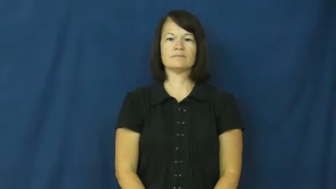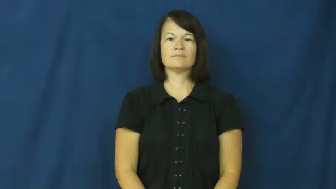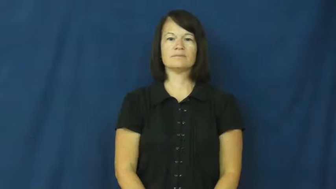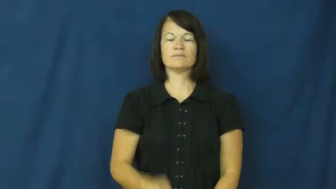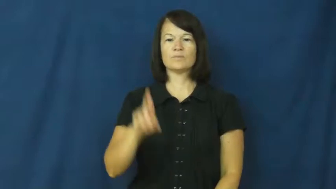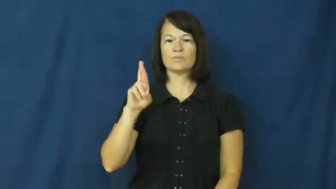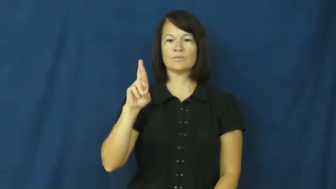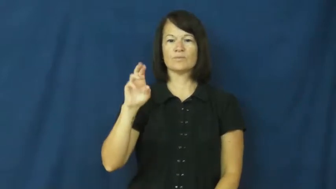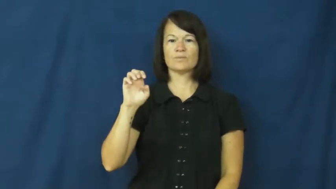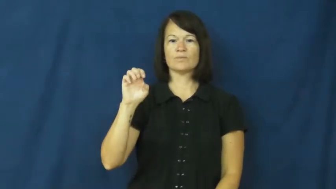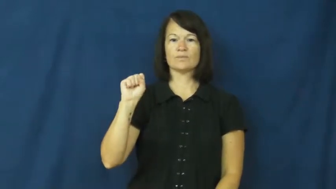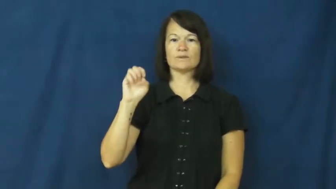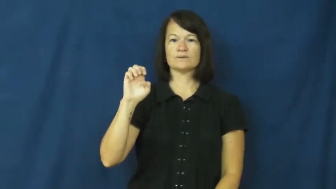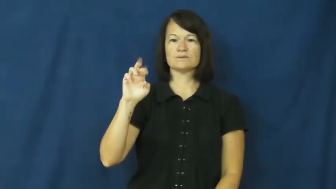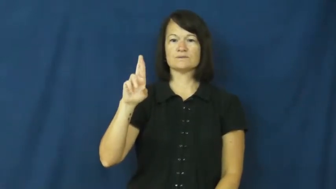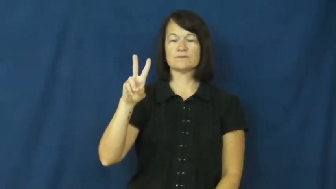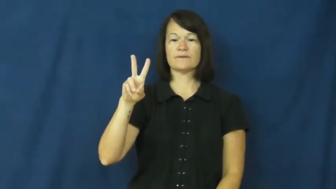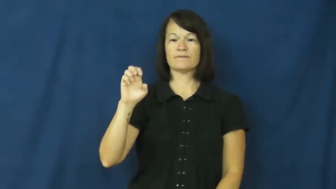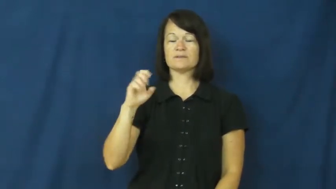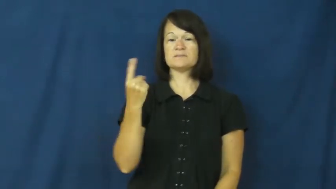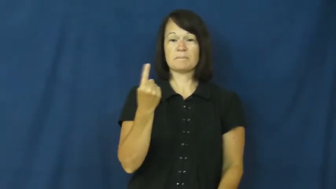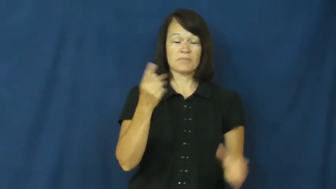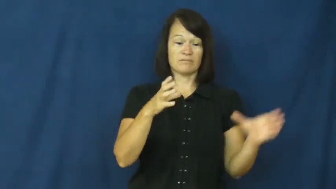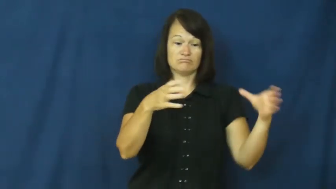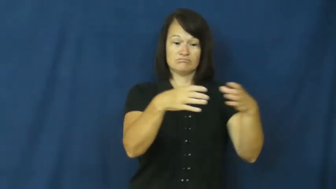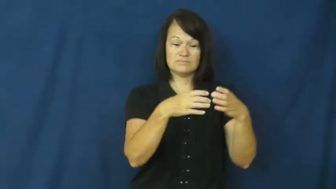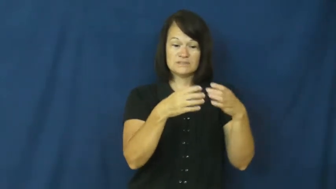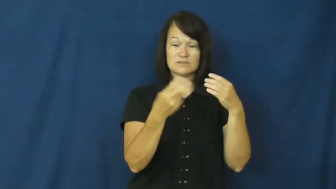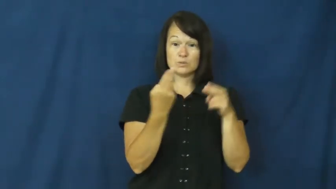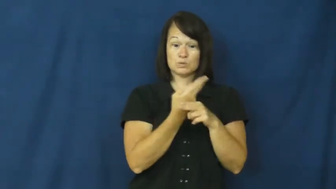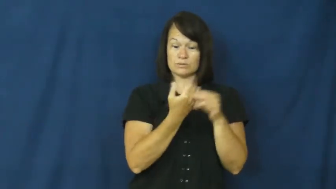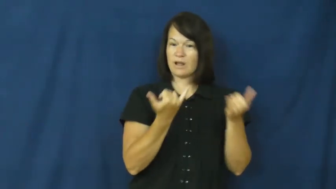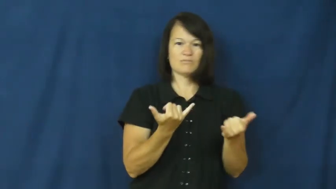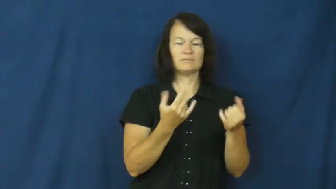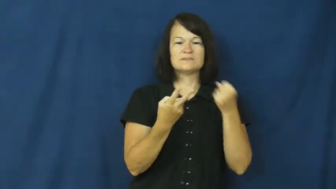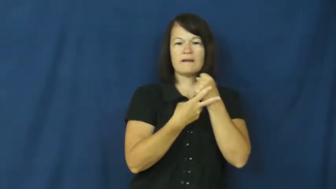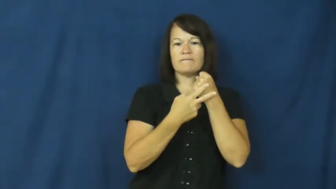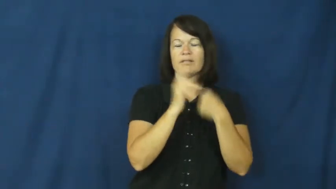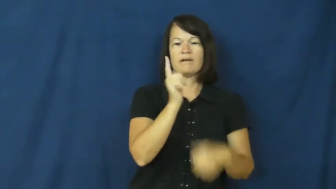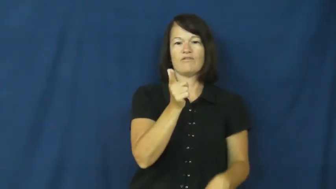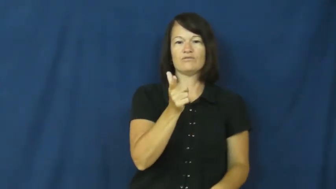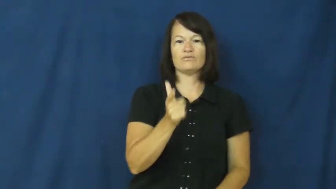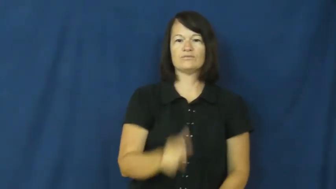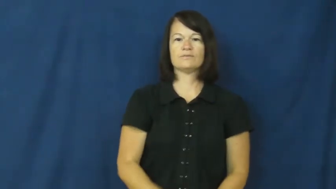reserve-for later